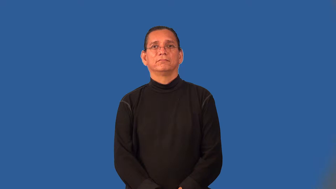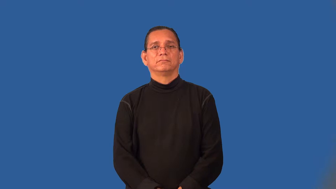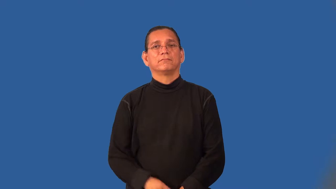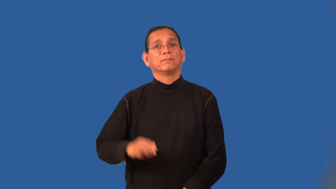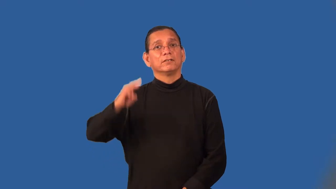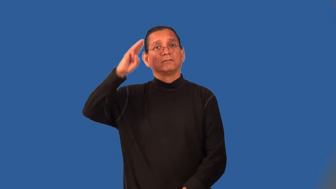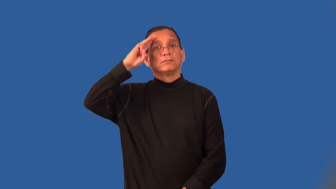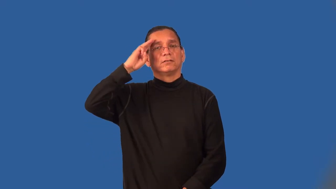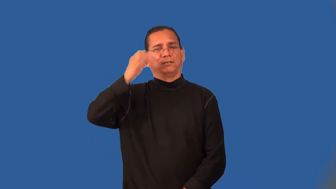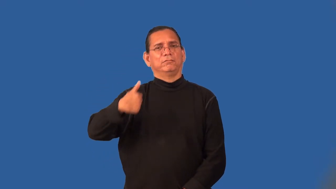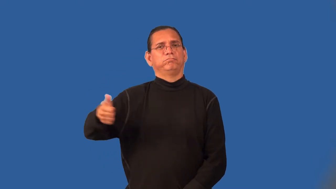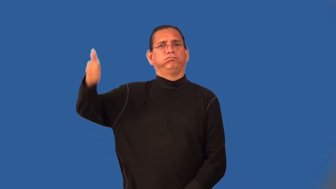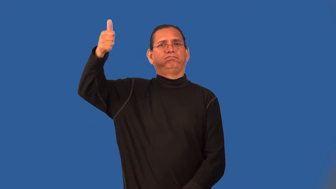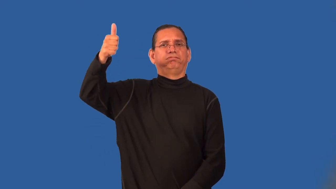scoutmaster